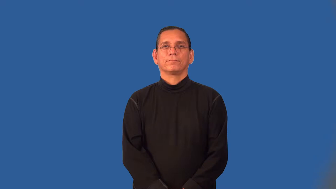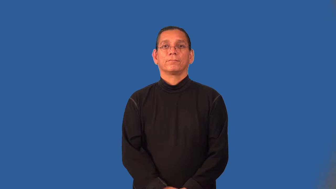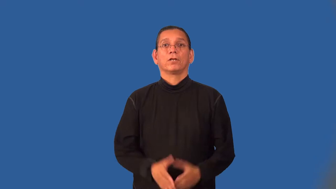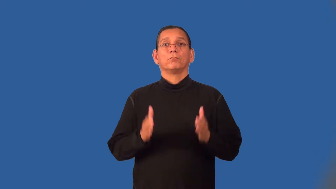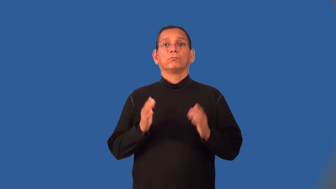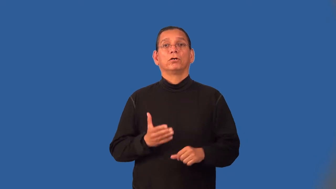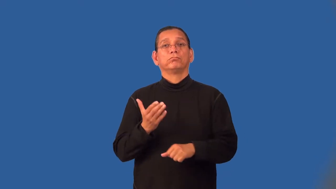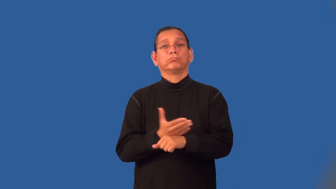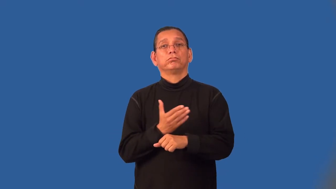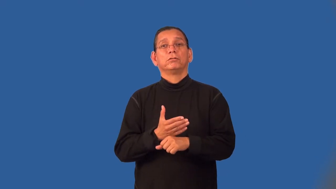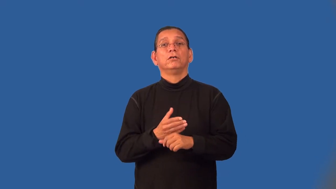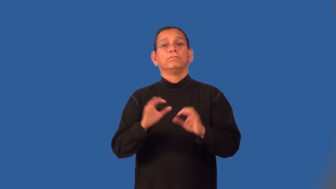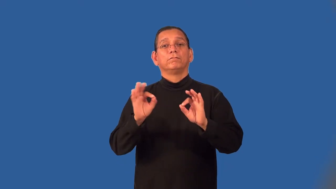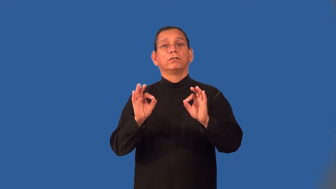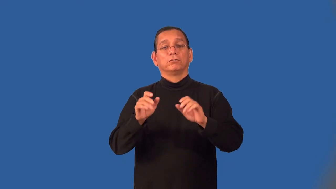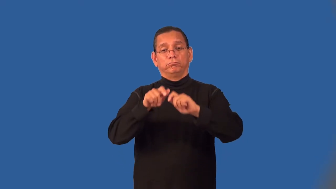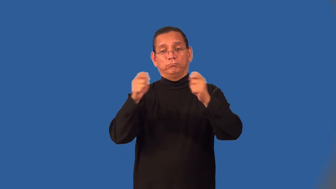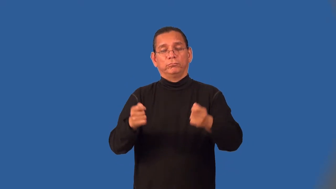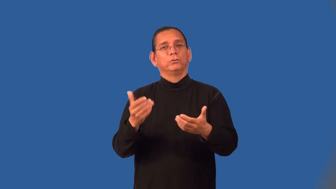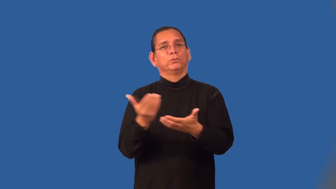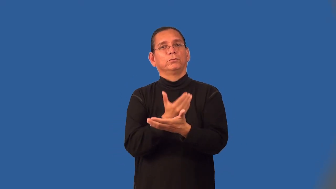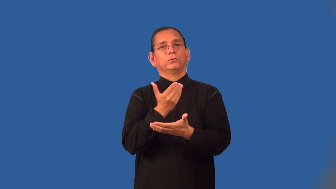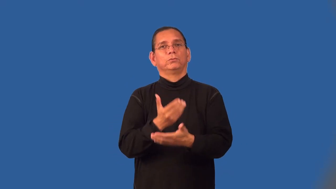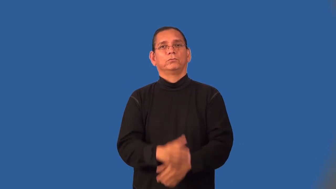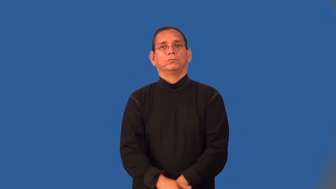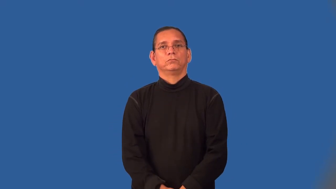upholsterer